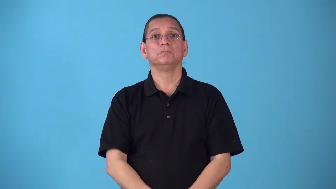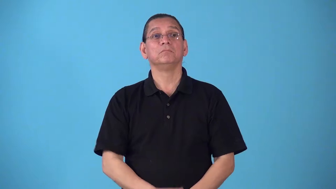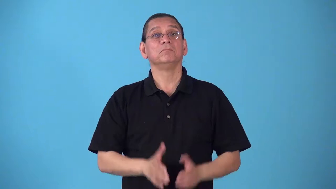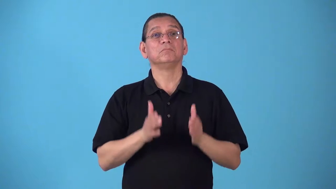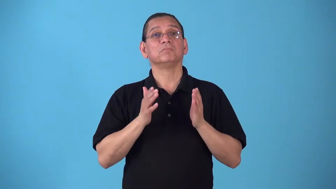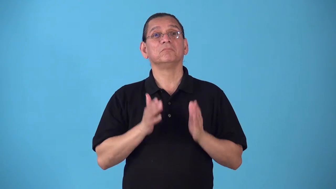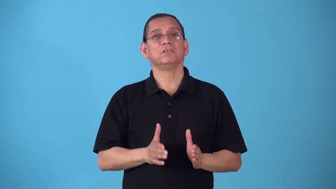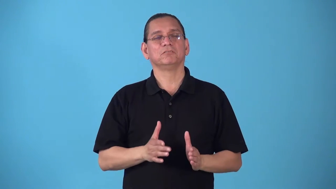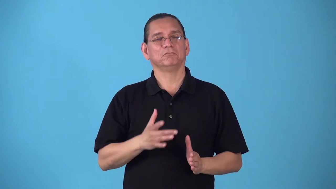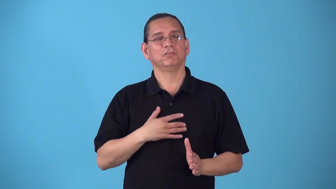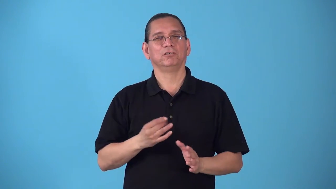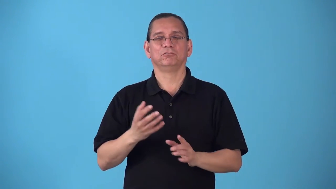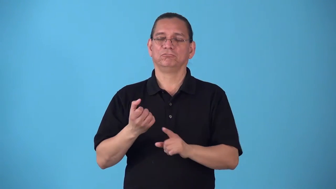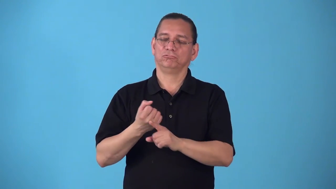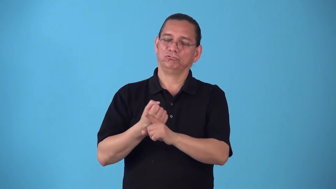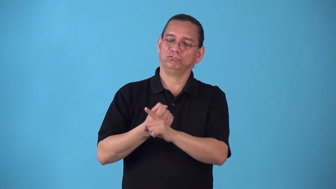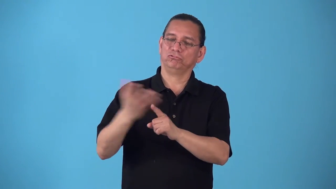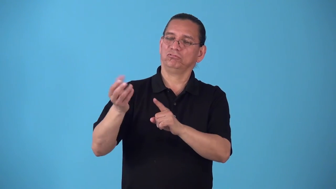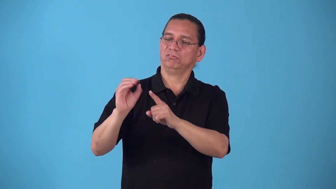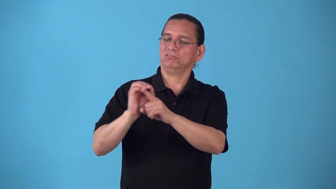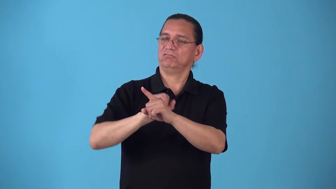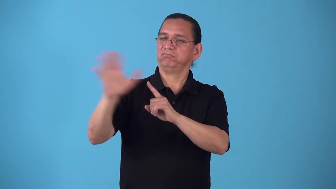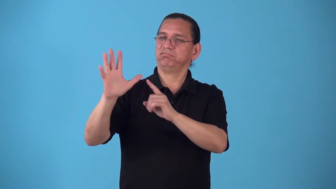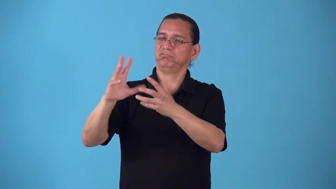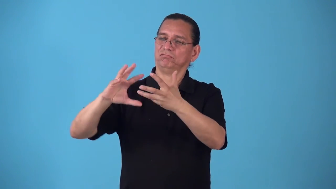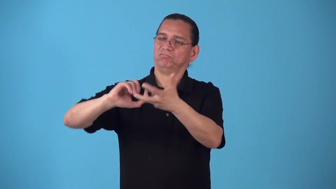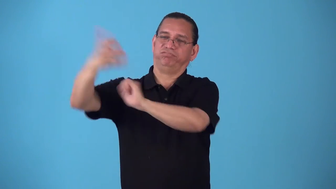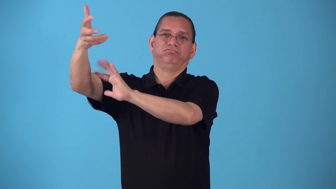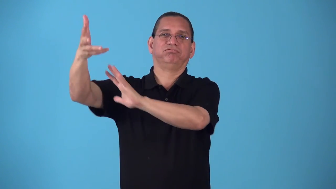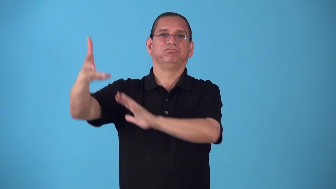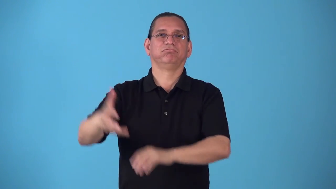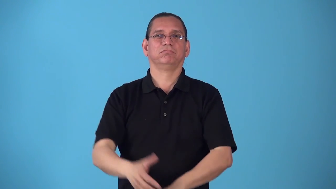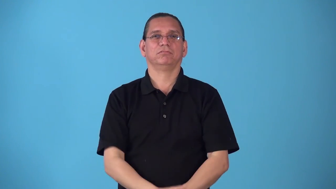sadist